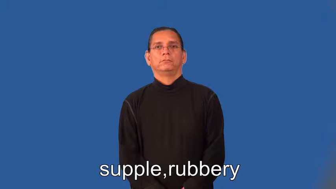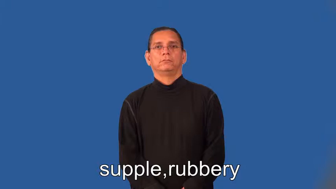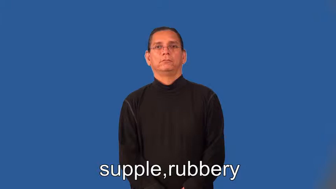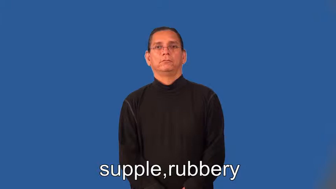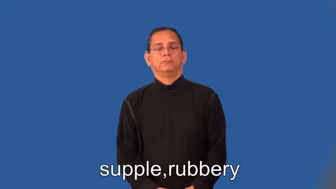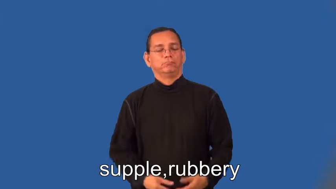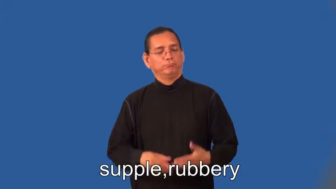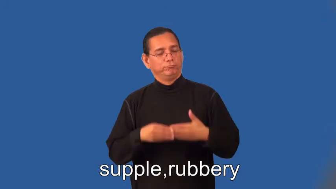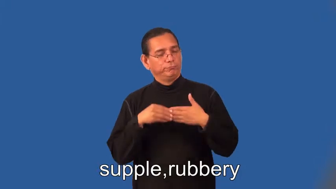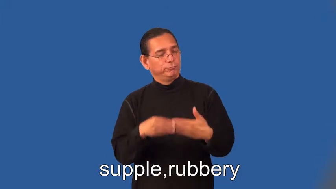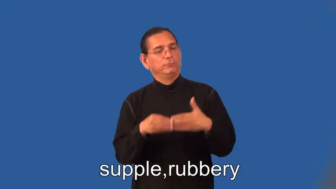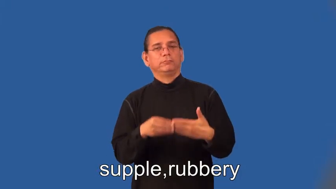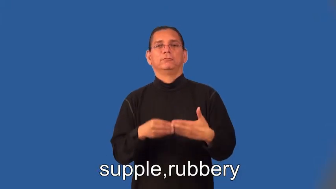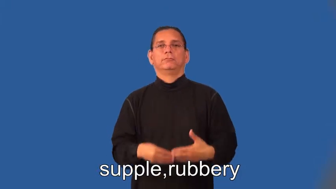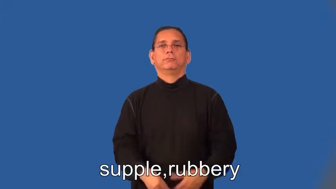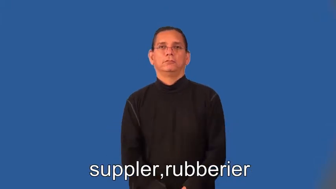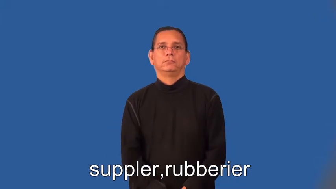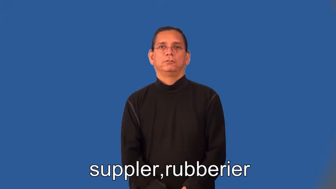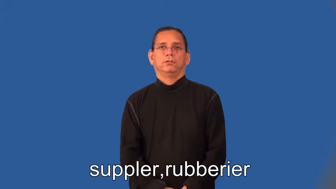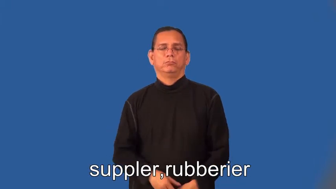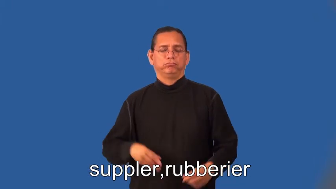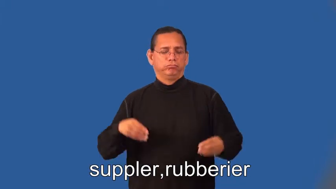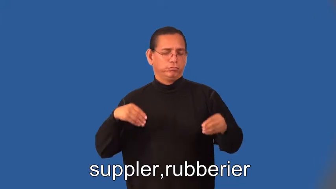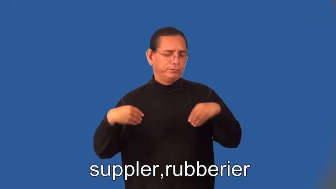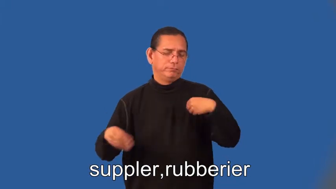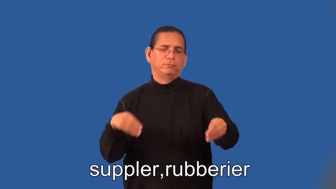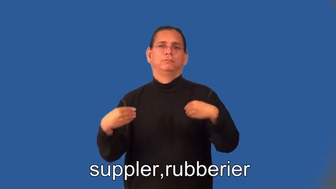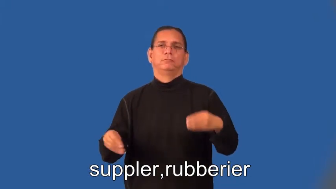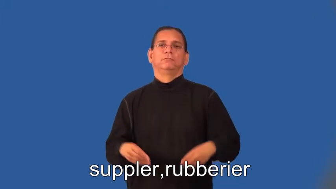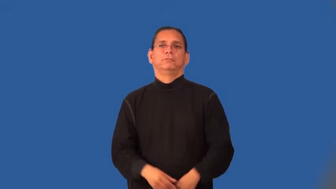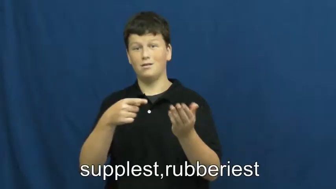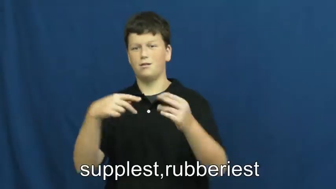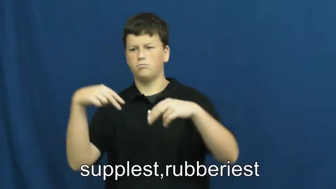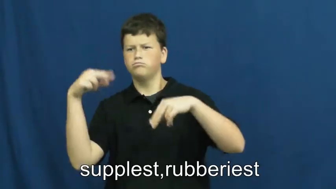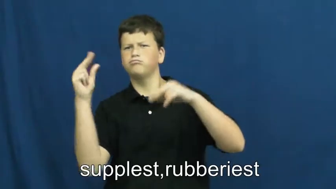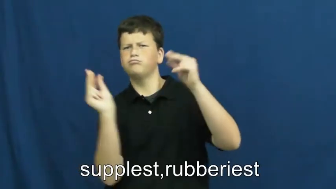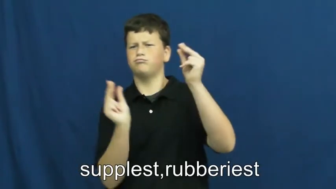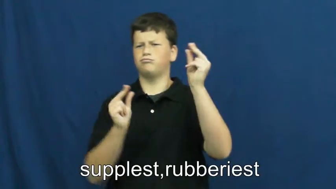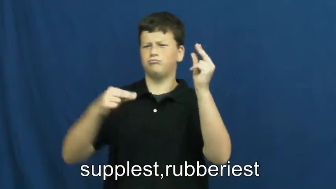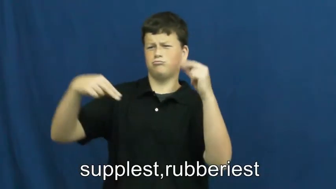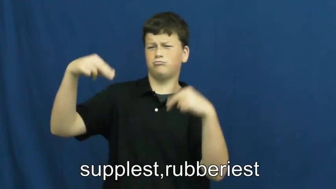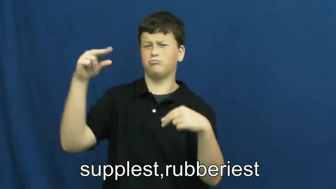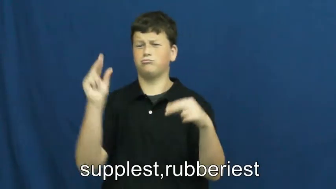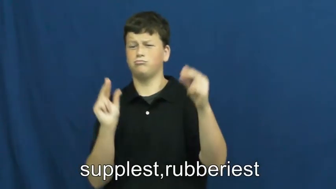suppler,rubberier,supplest,rubberiest